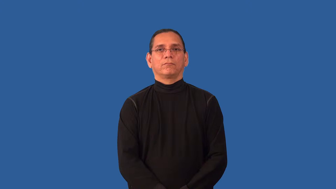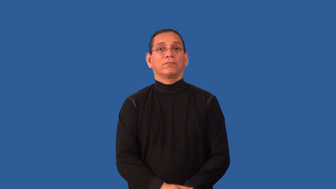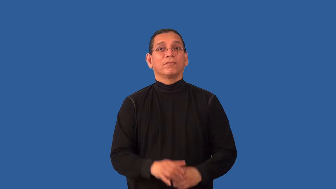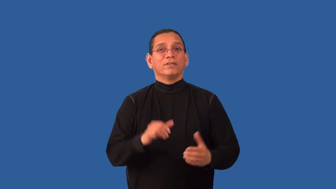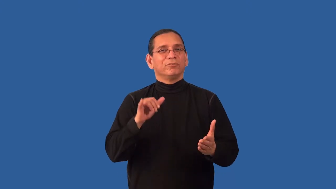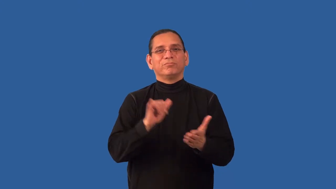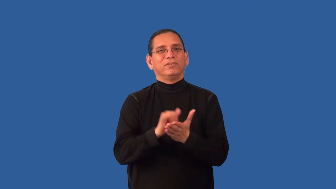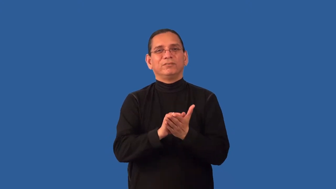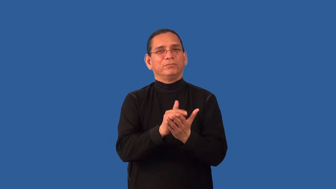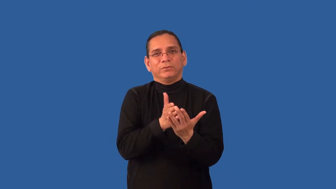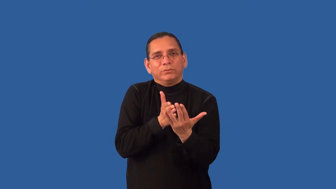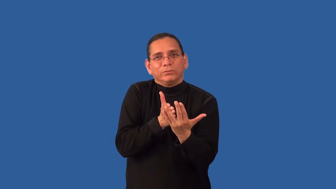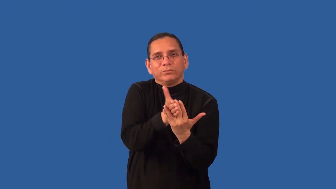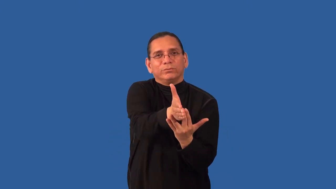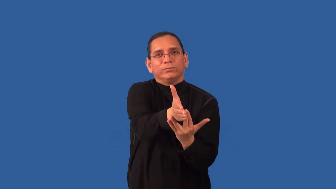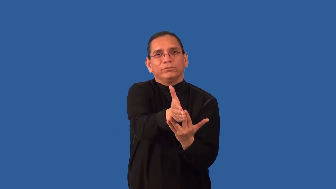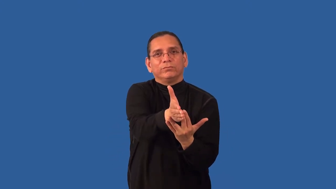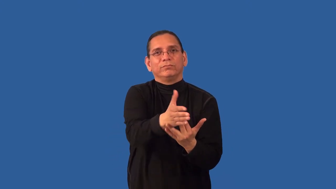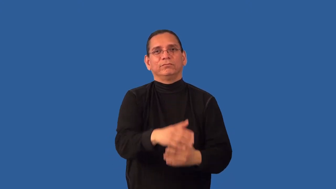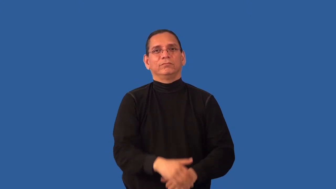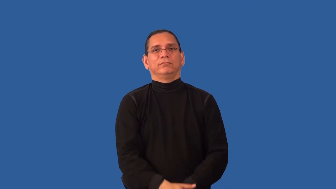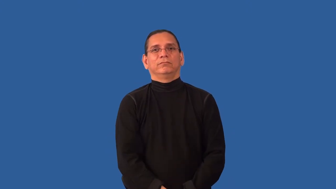impassable